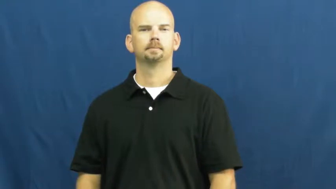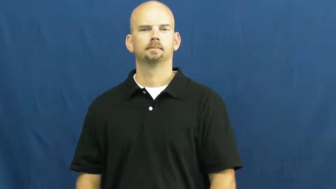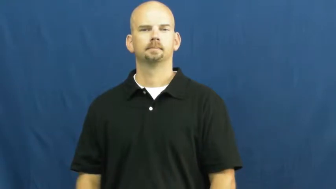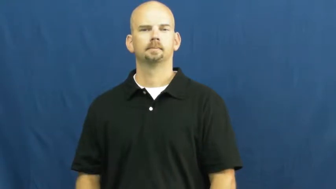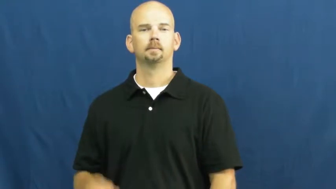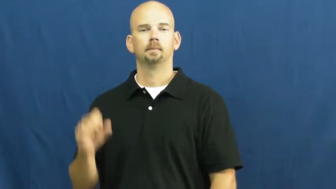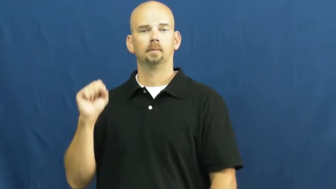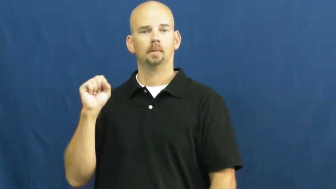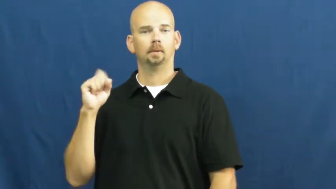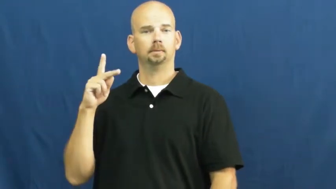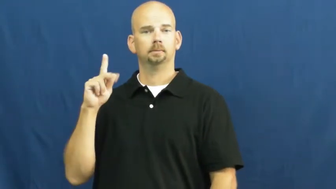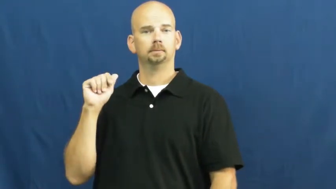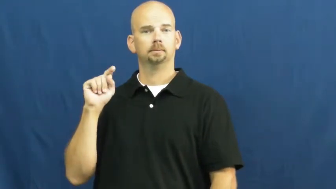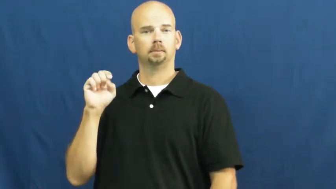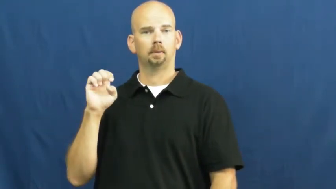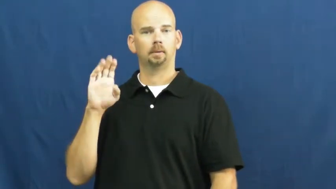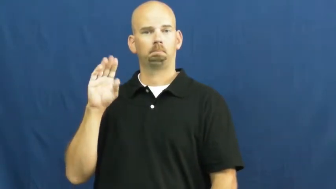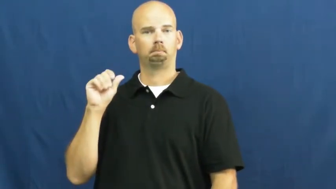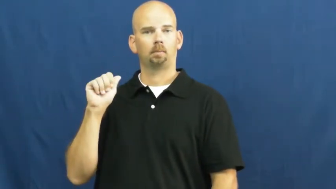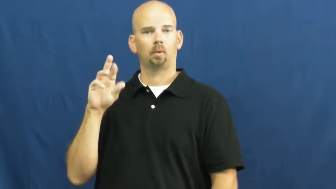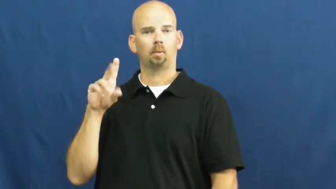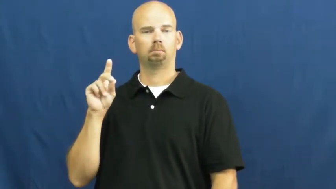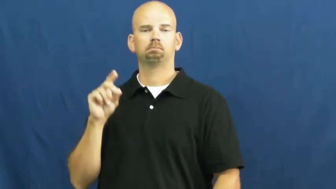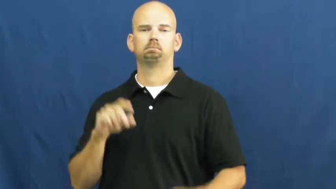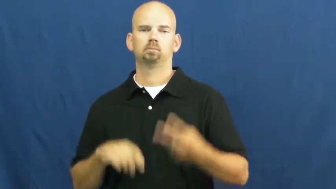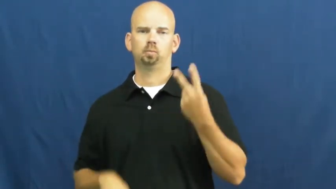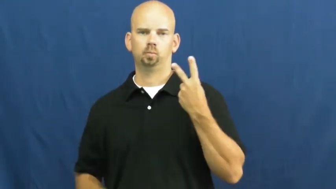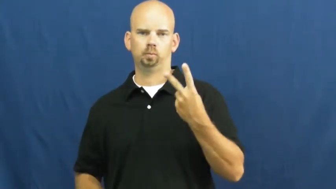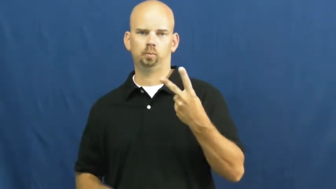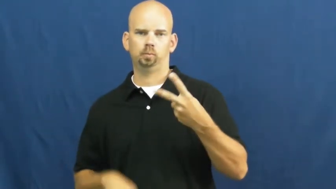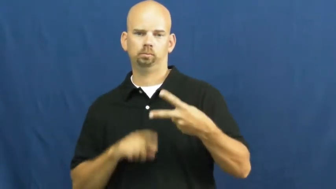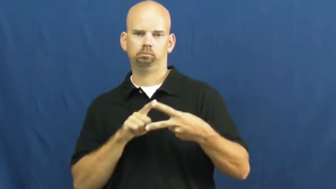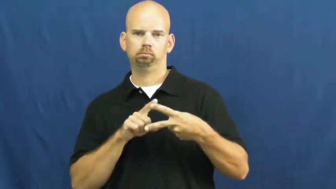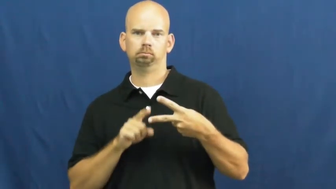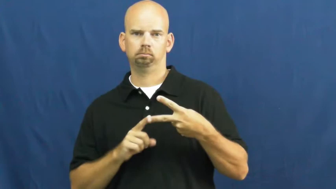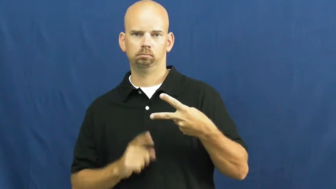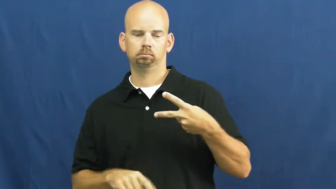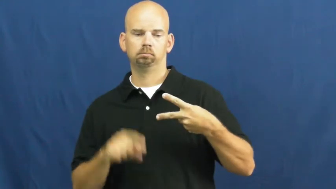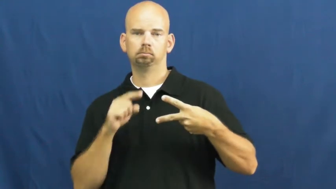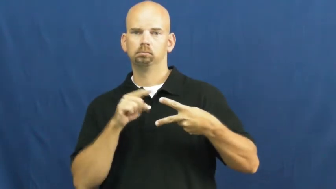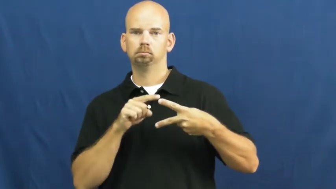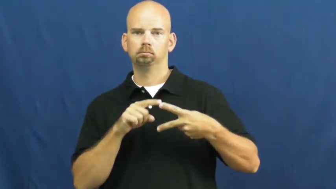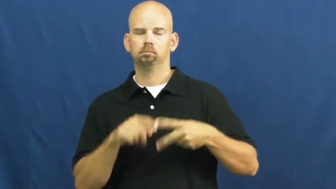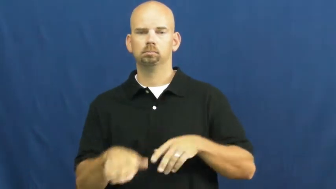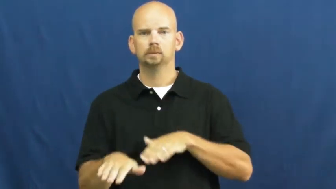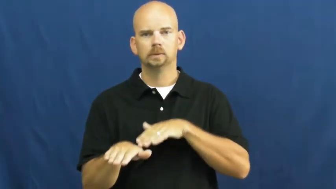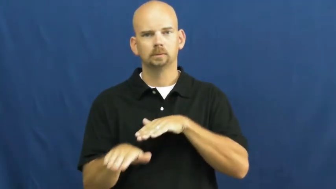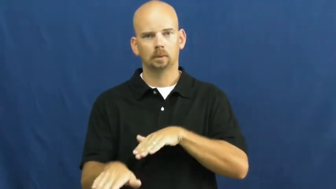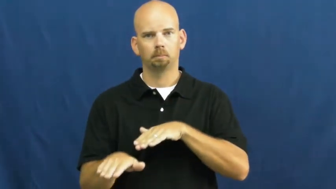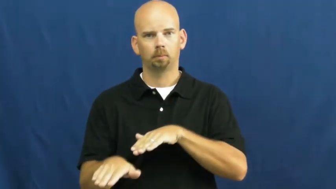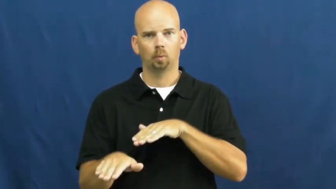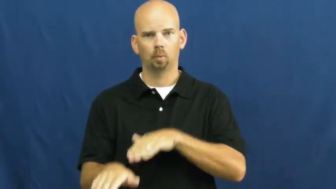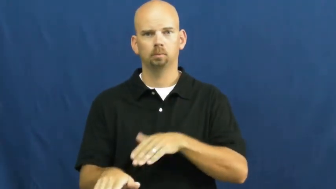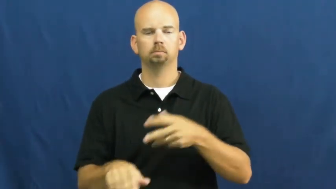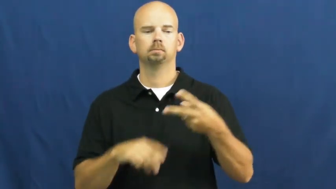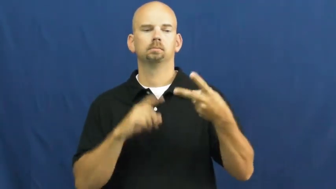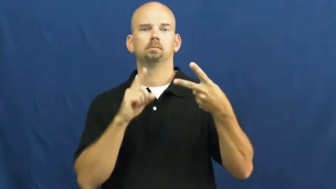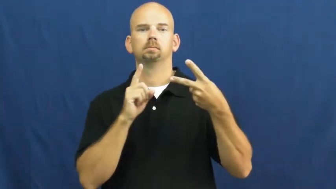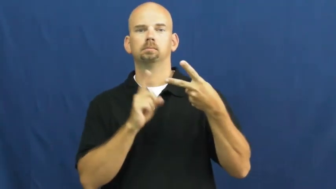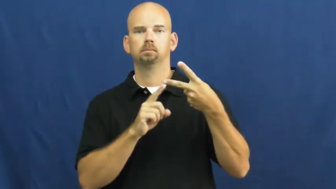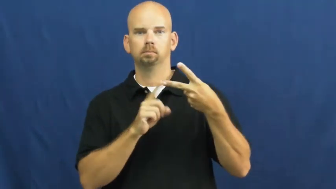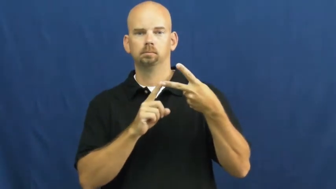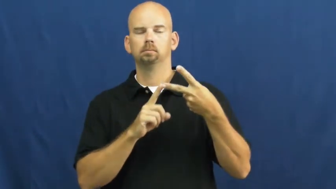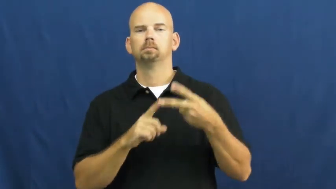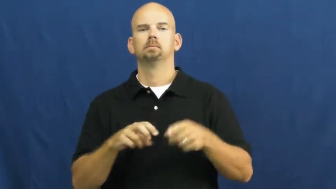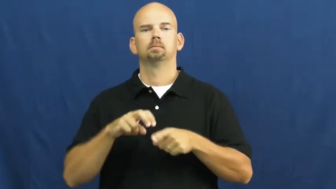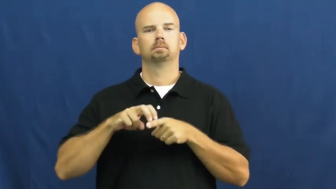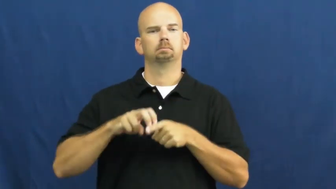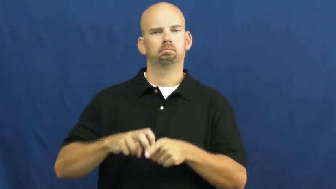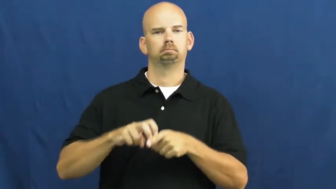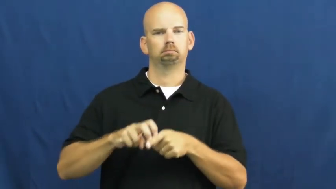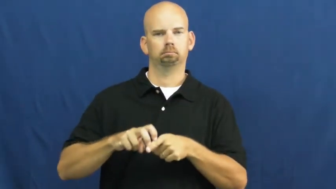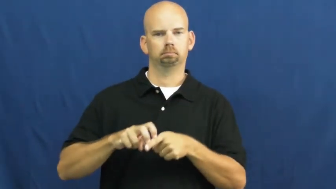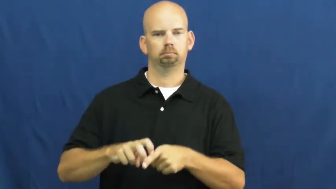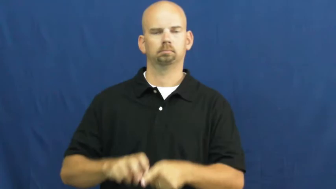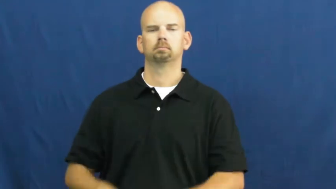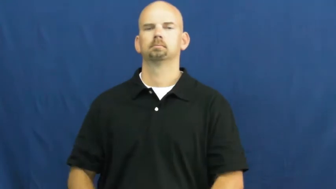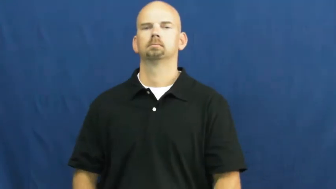skateboard